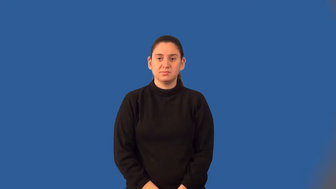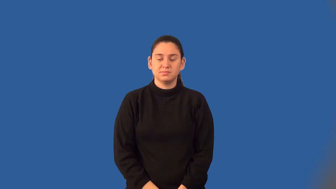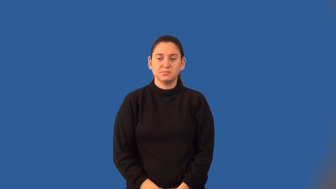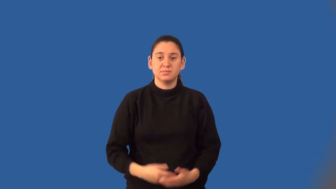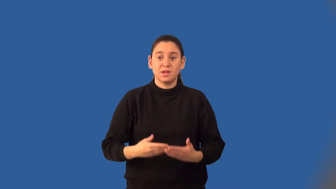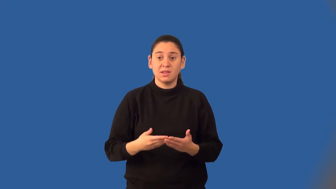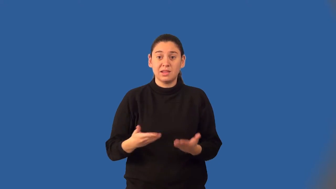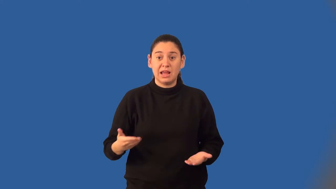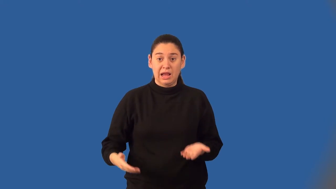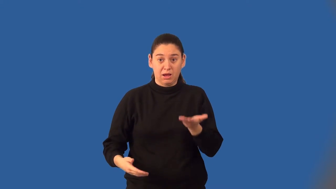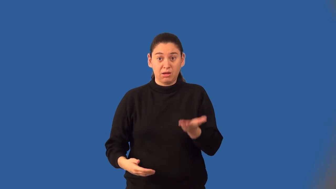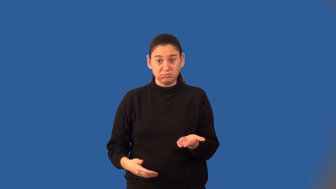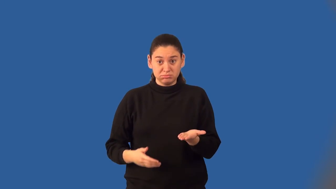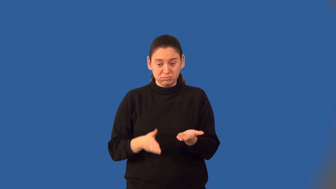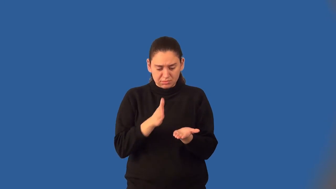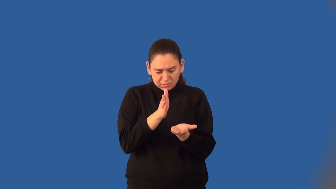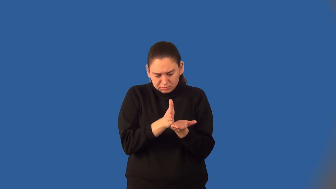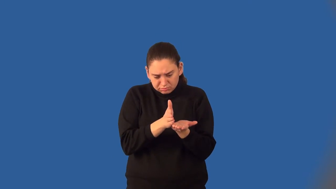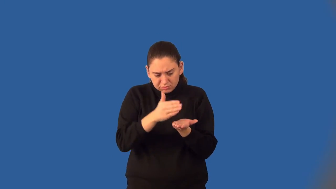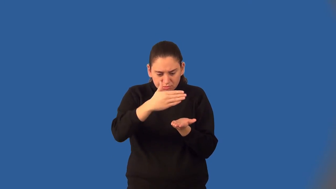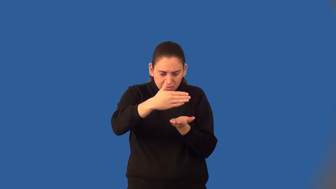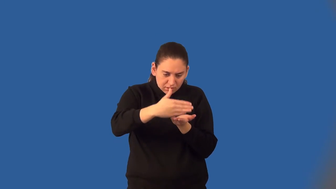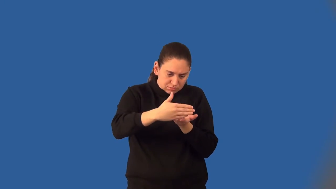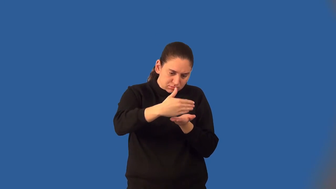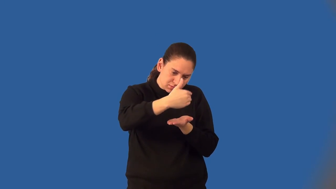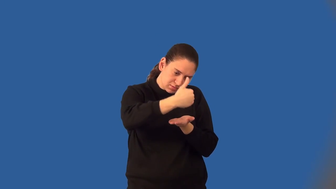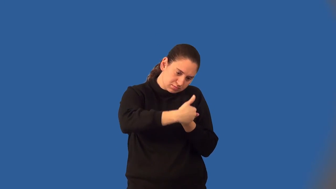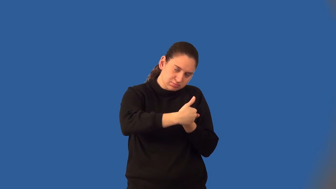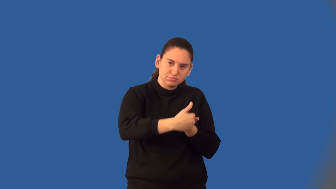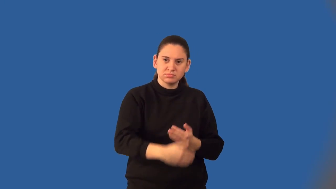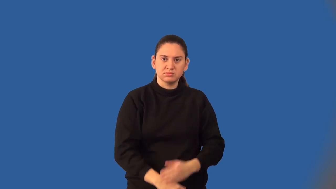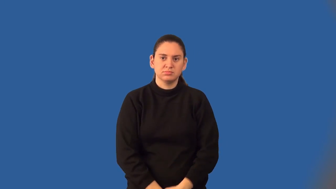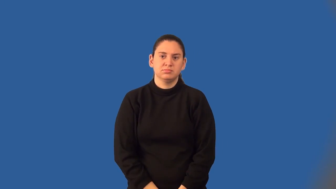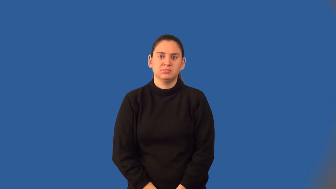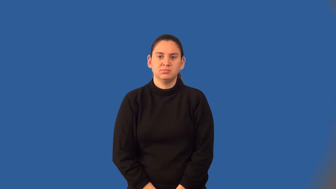lateral face